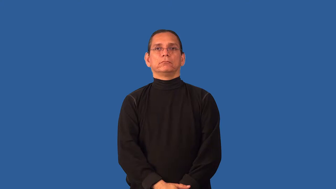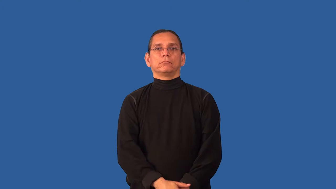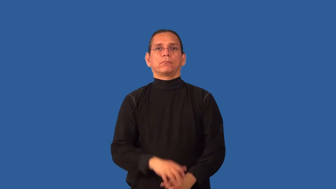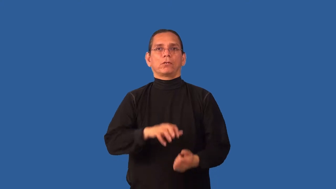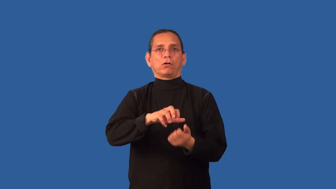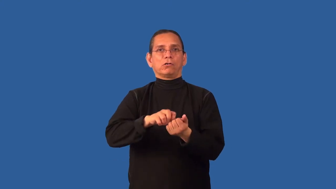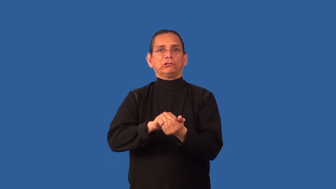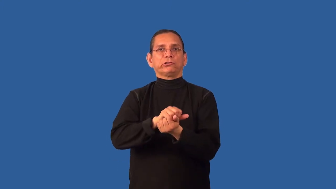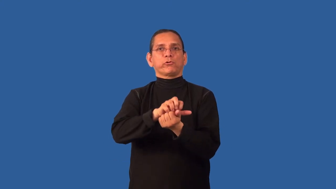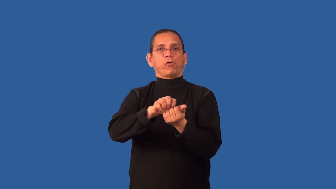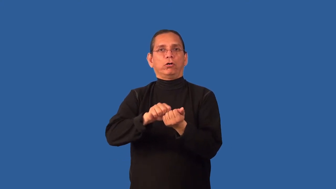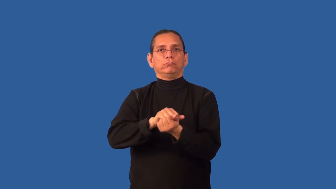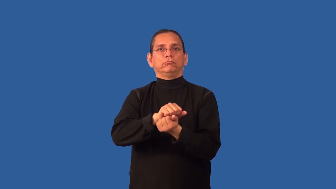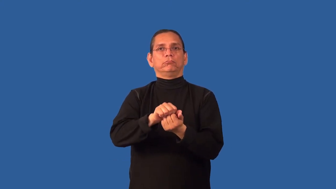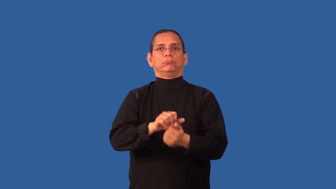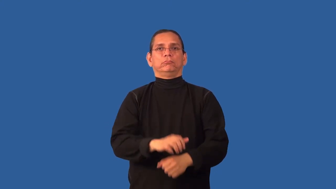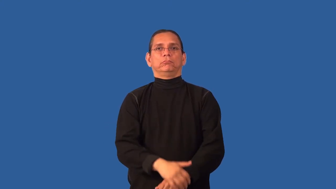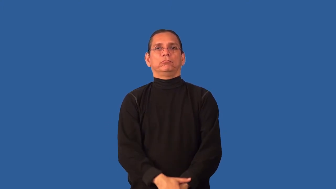chewy